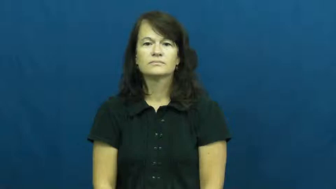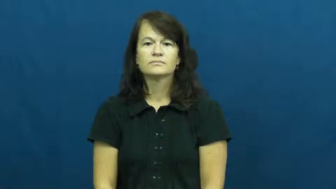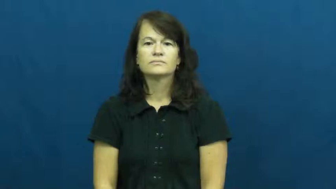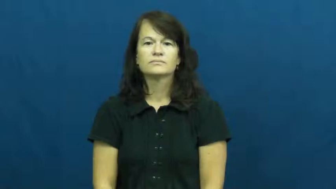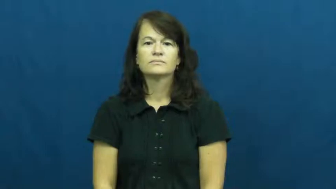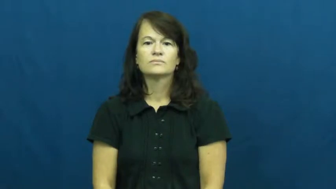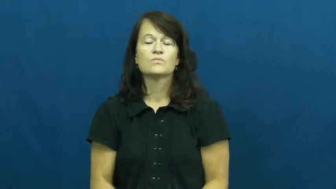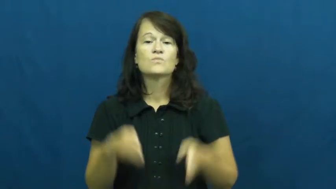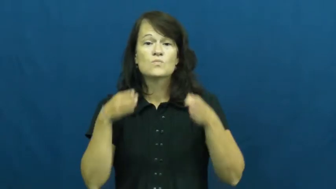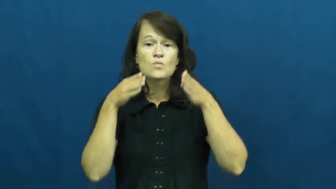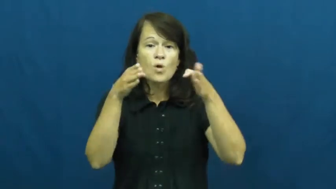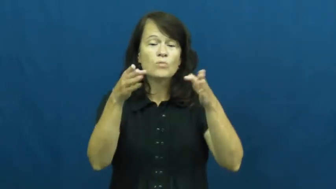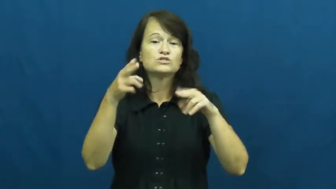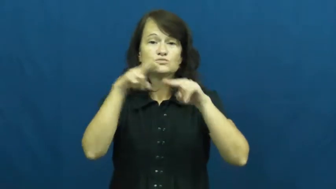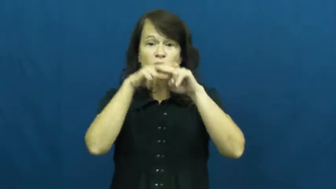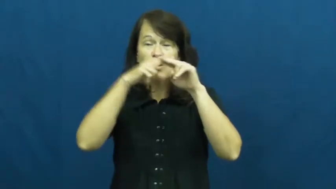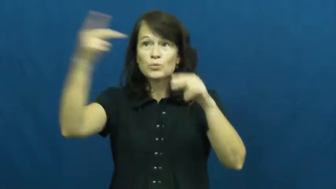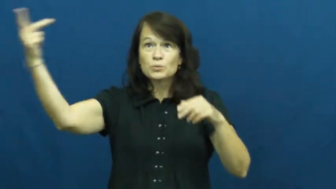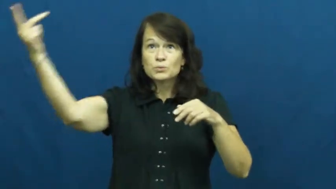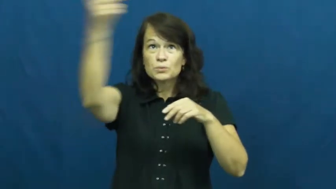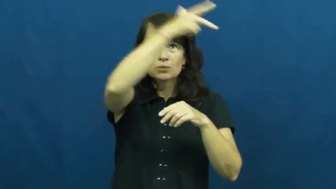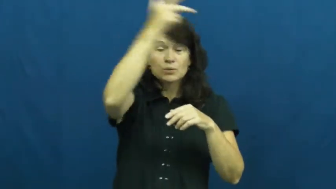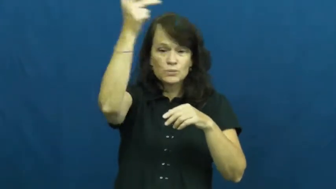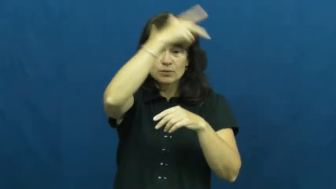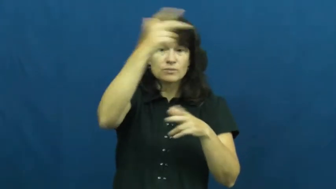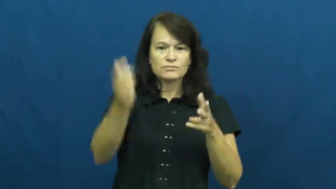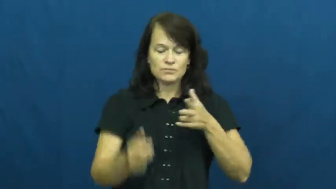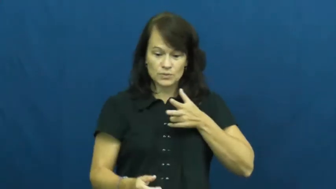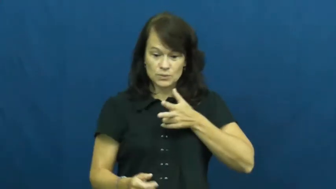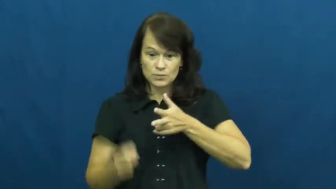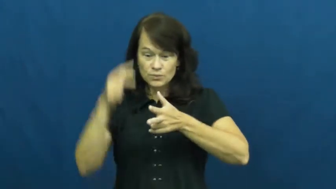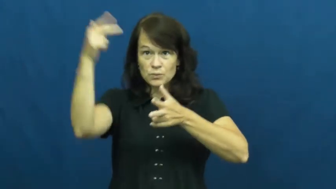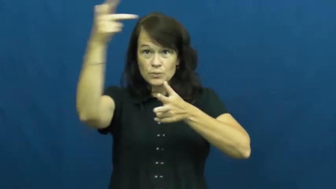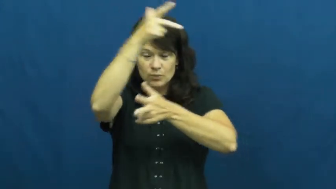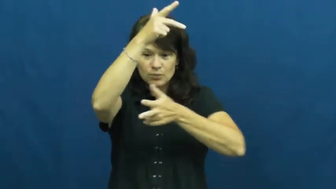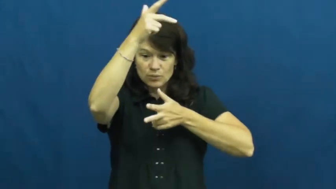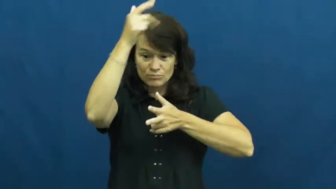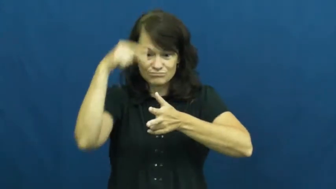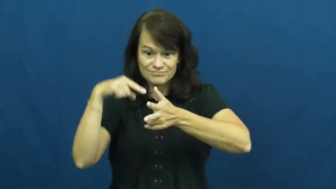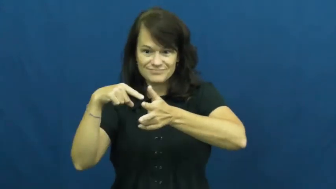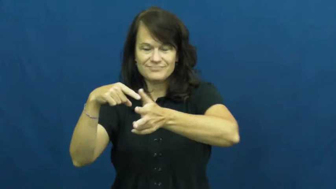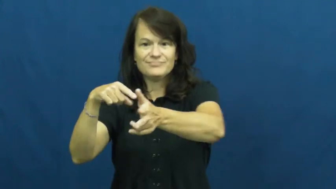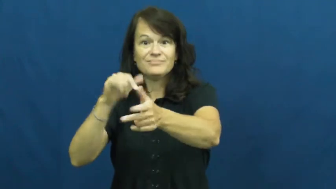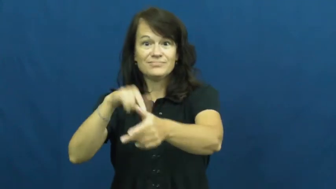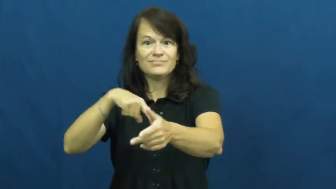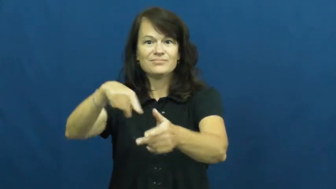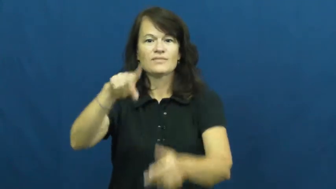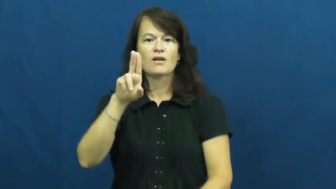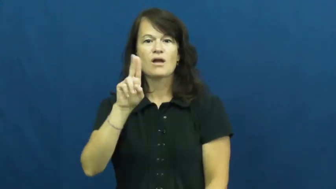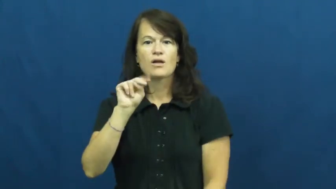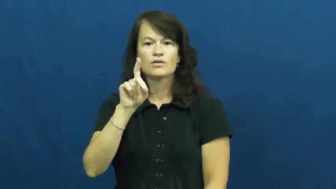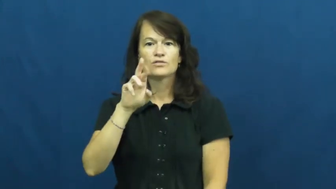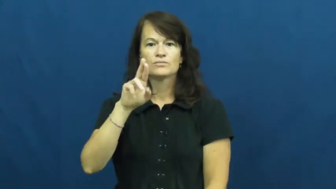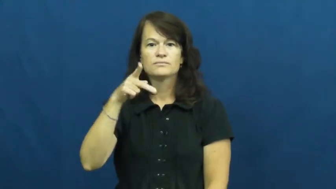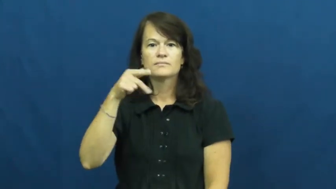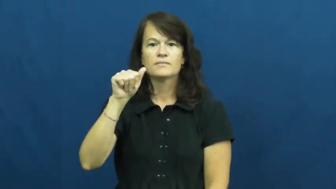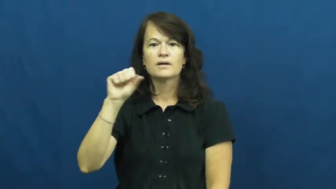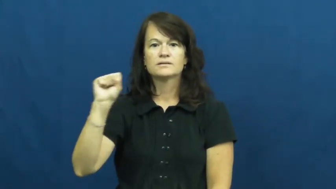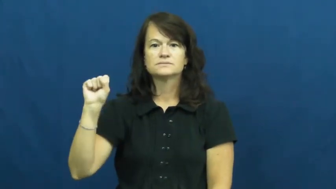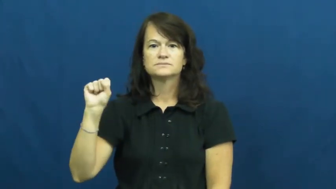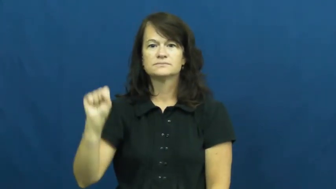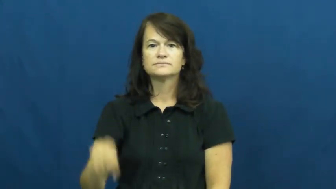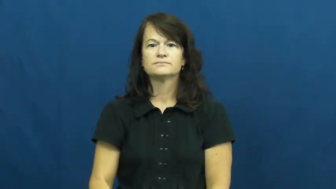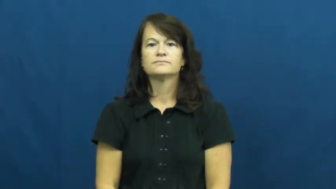underpass